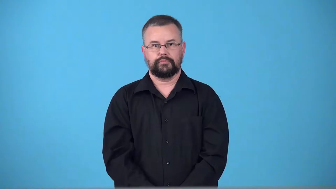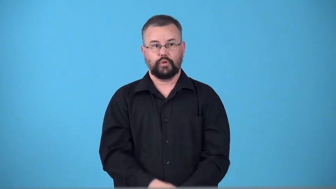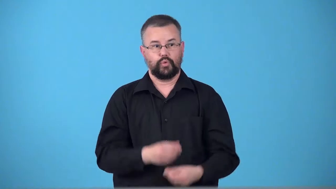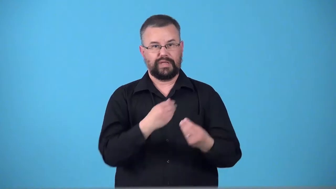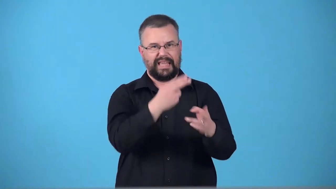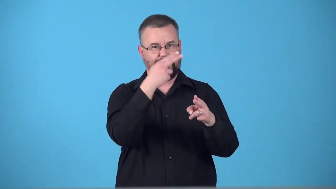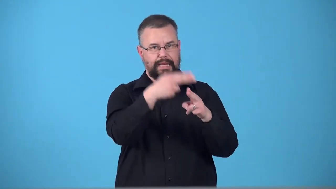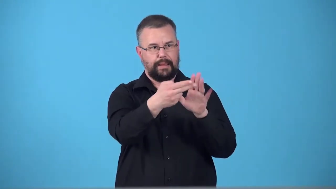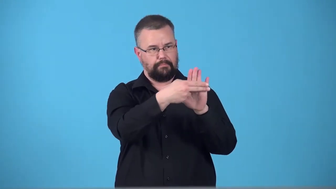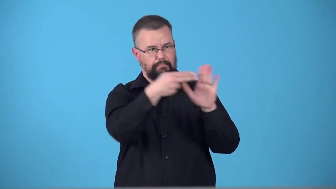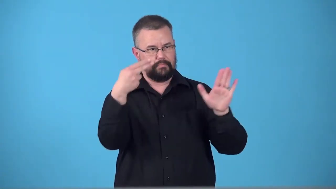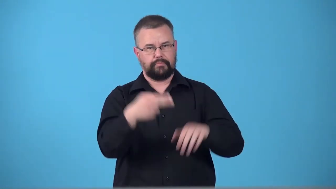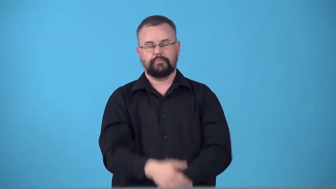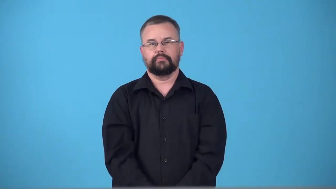terminable